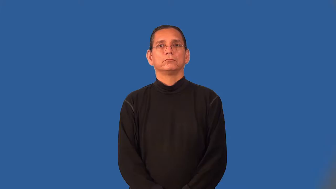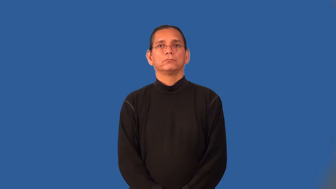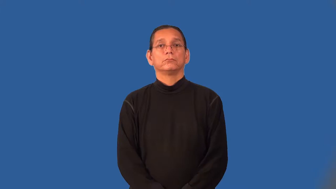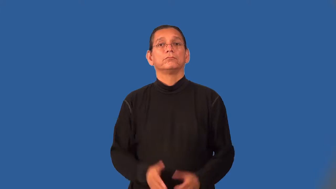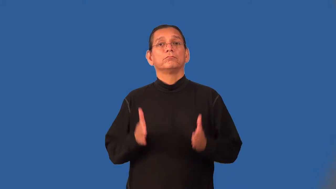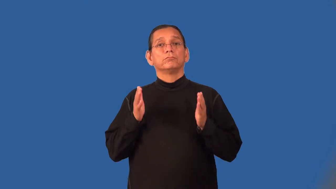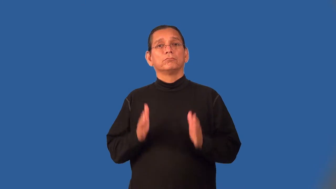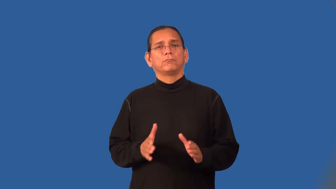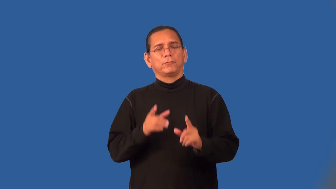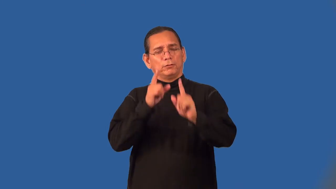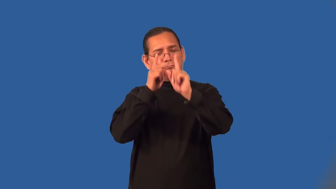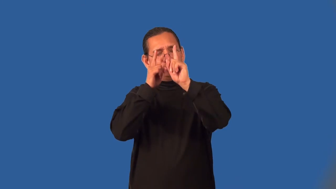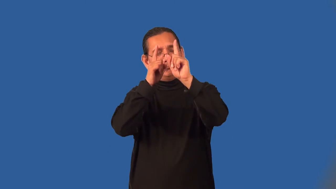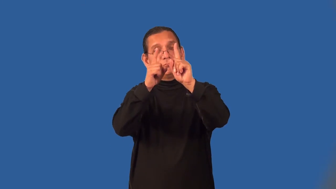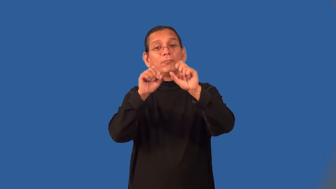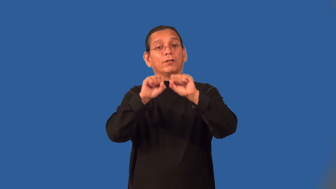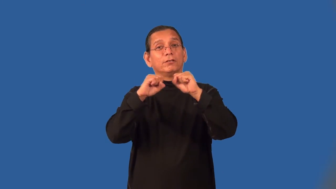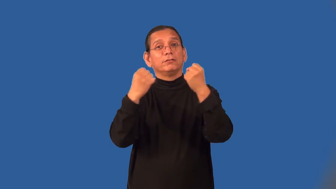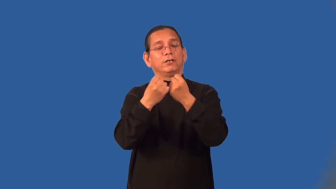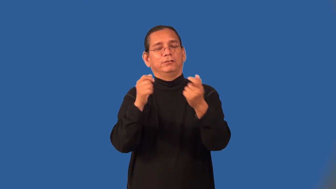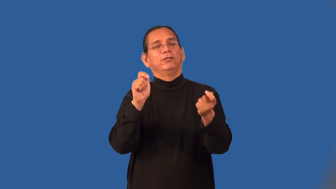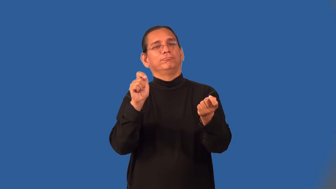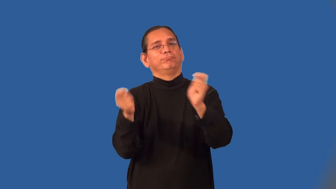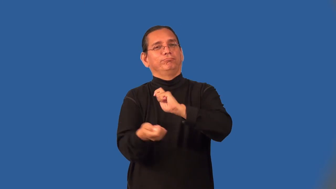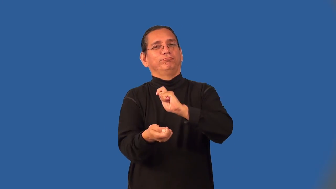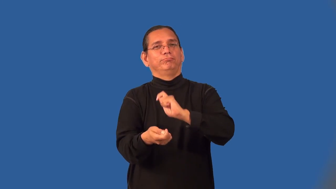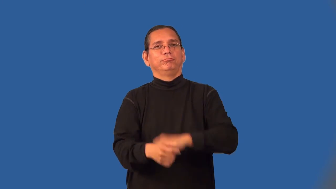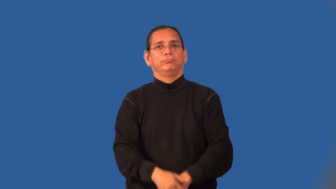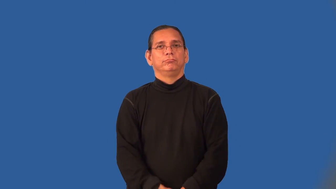reformer